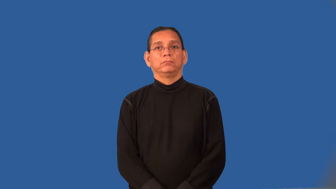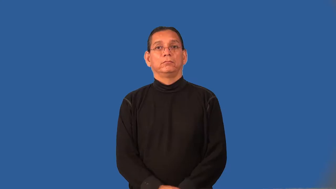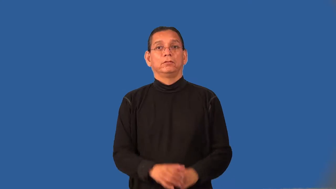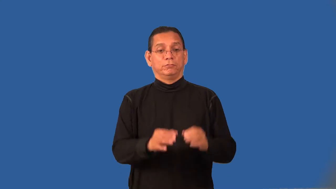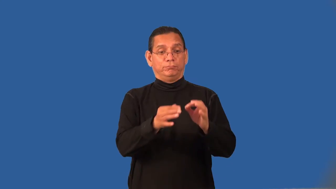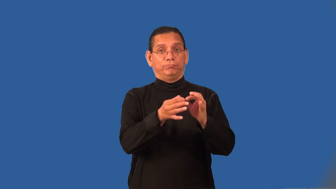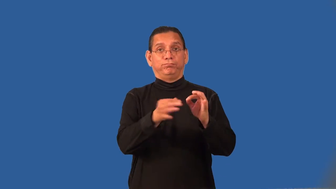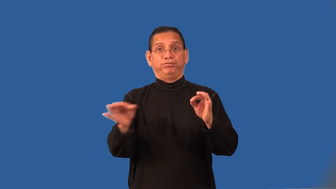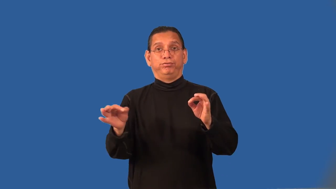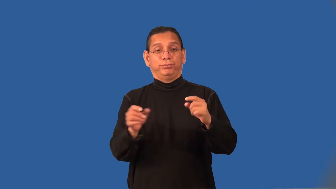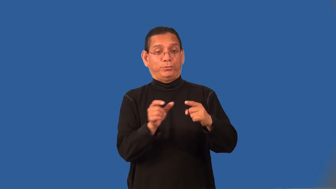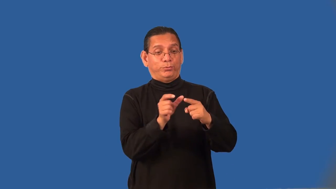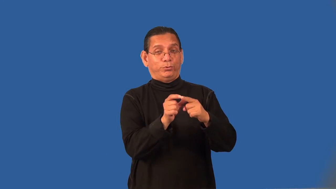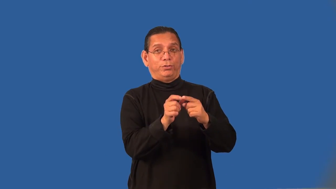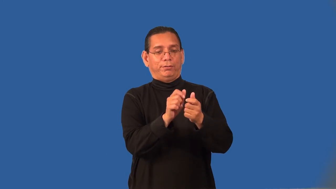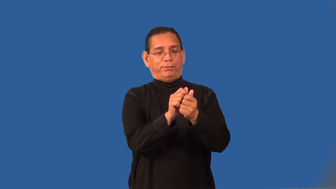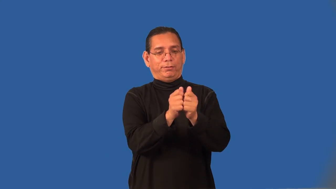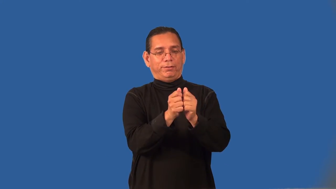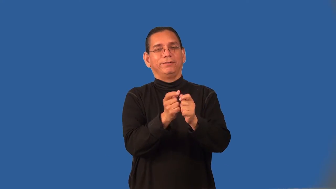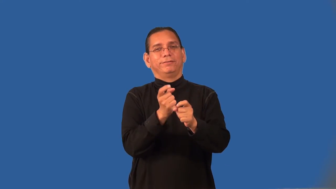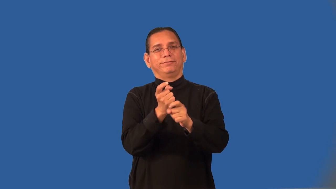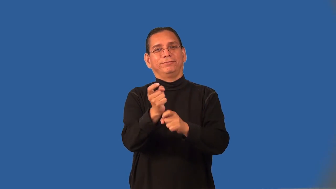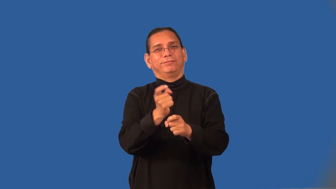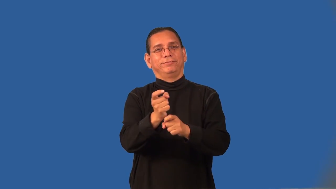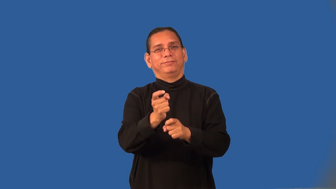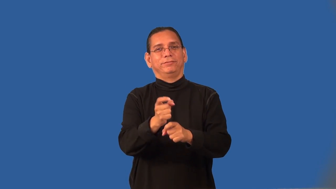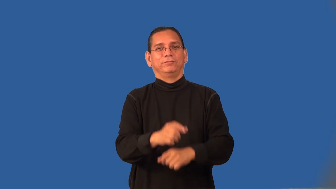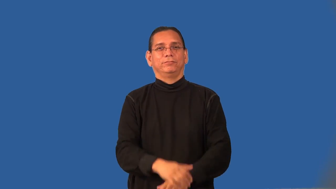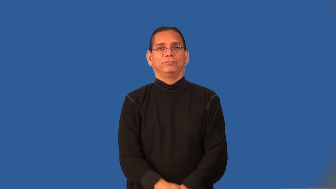pun